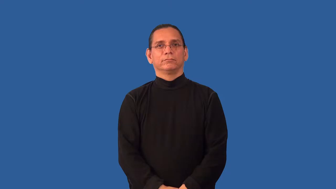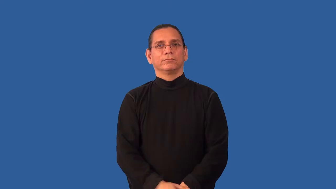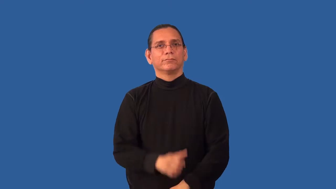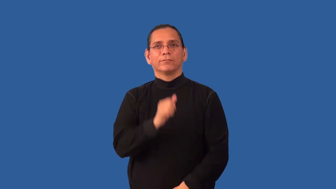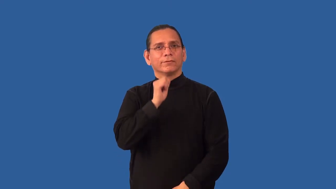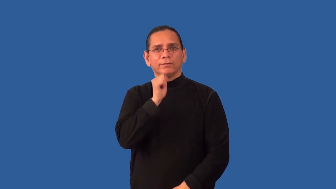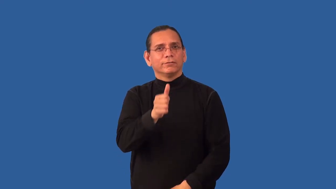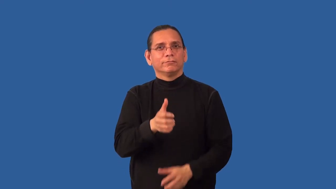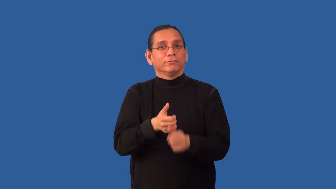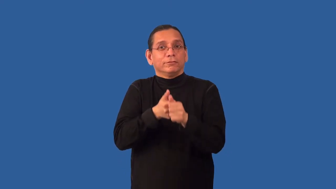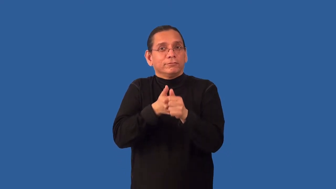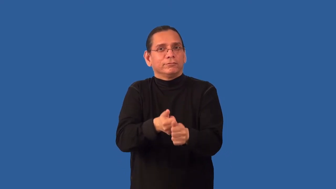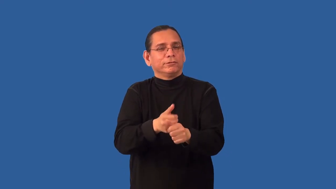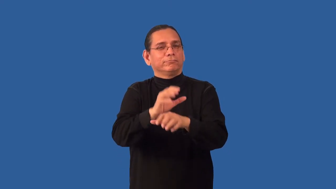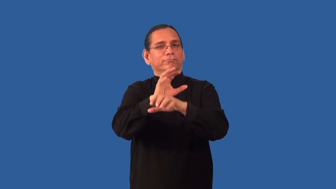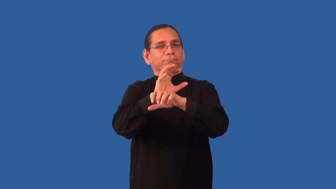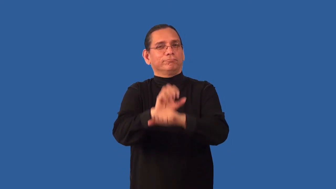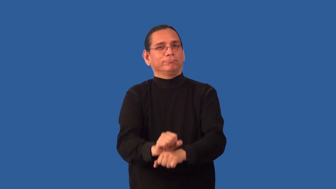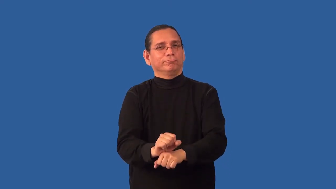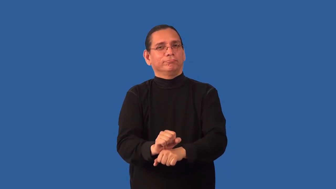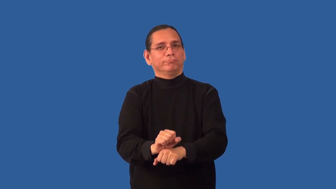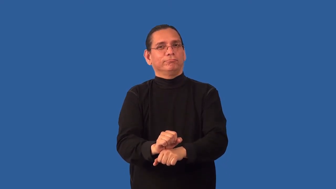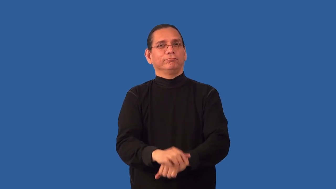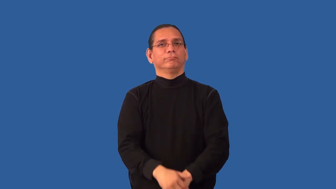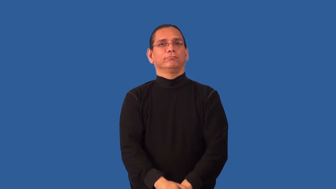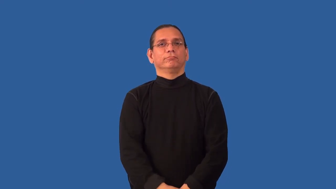nonobservance